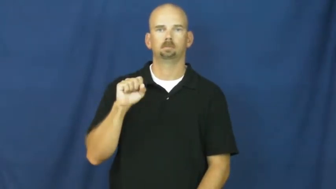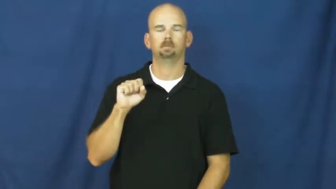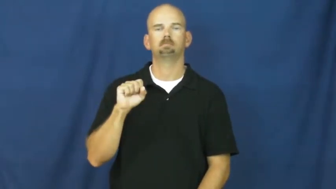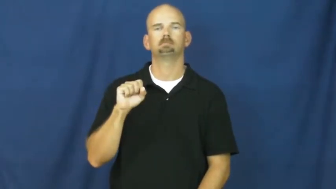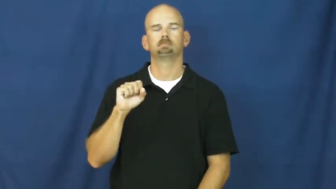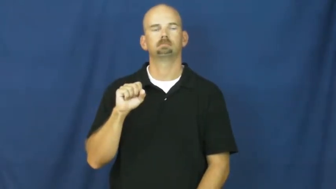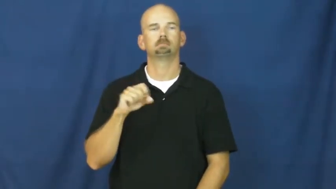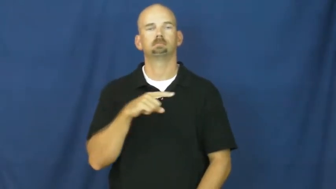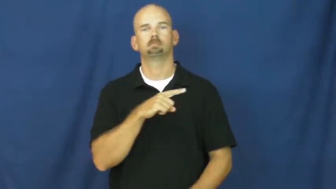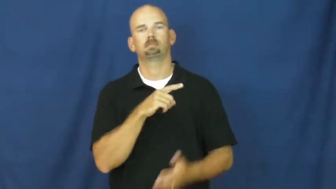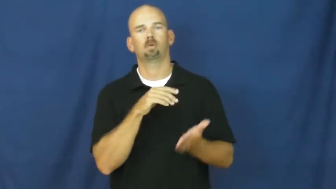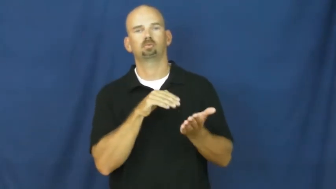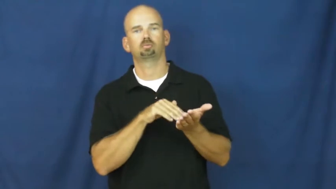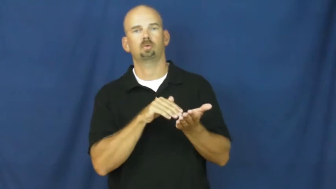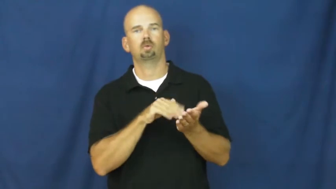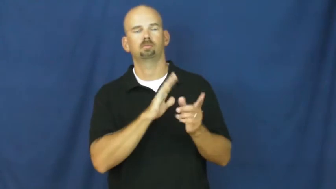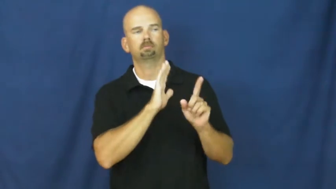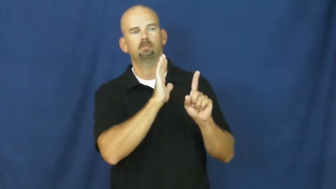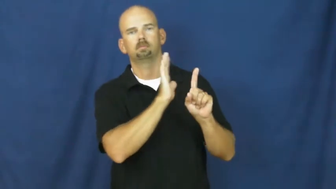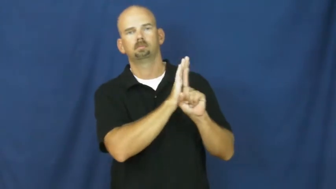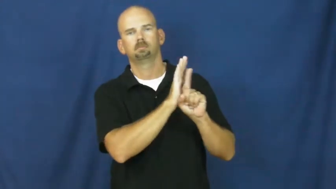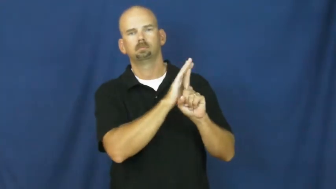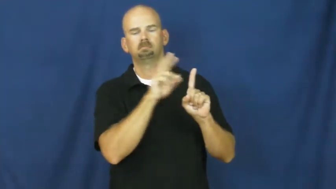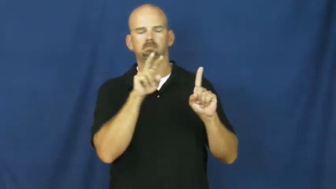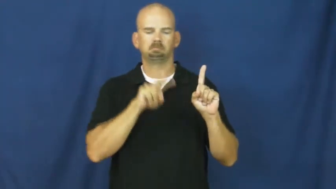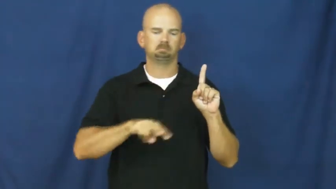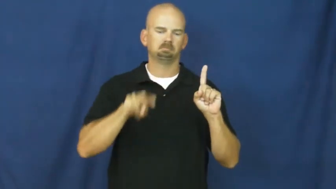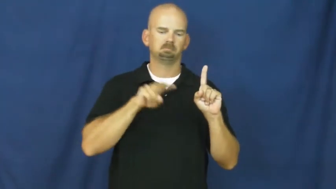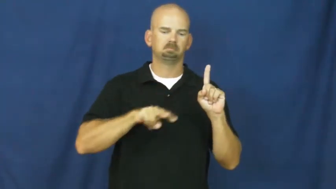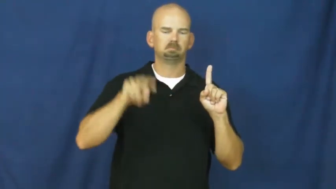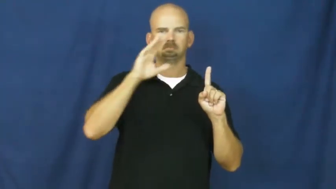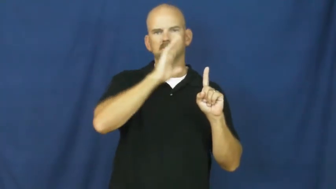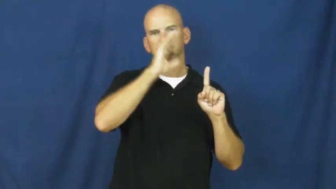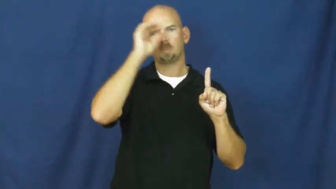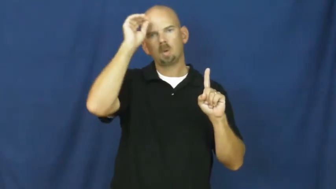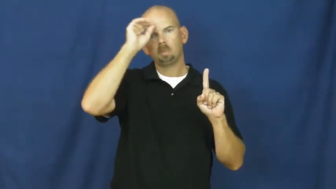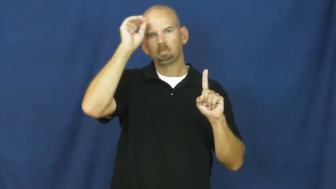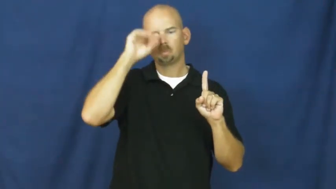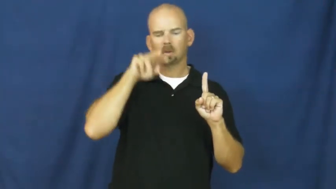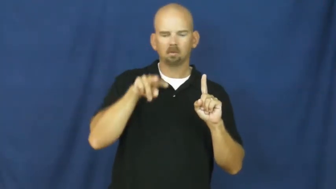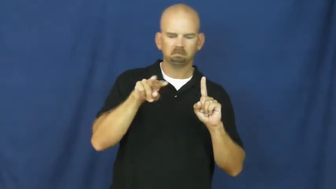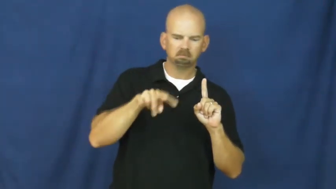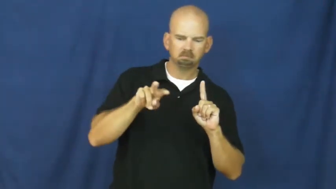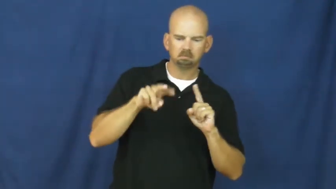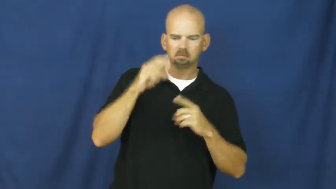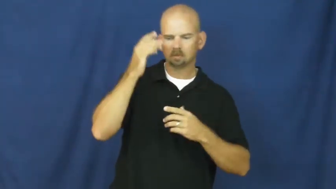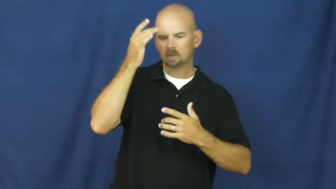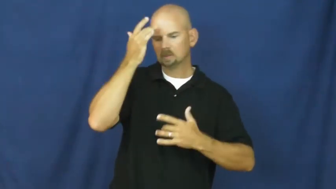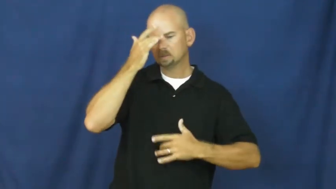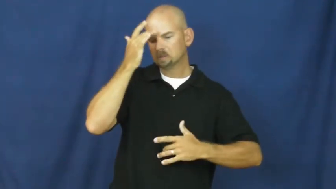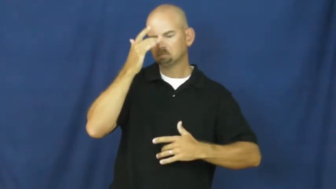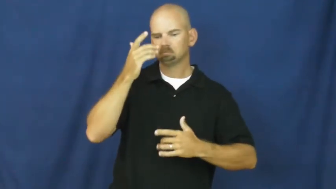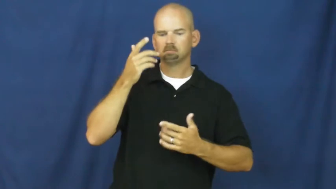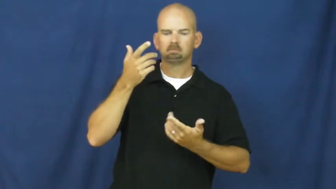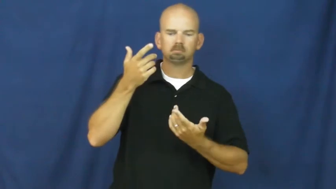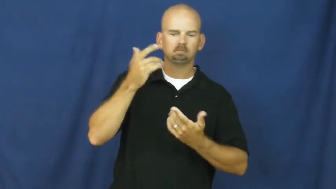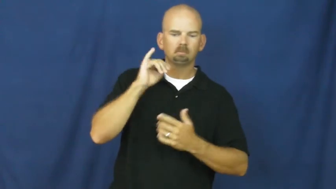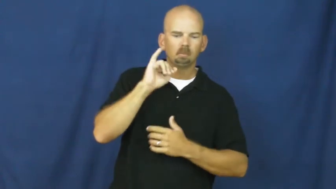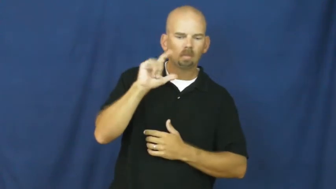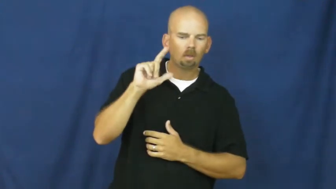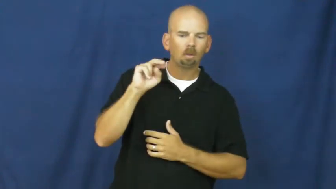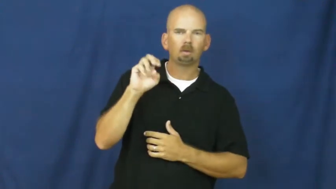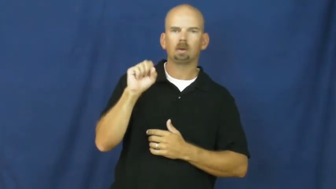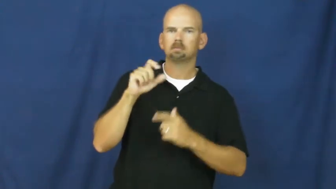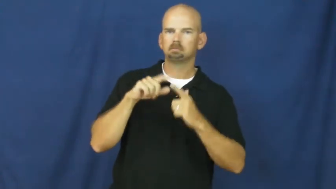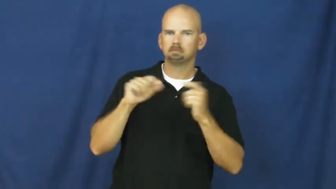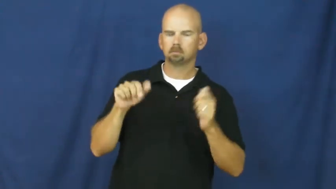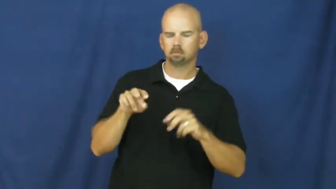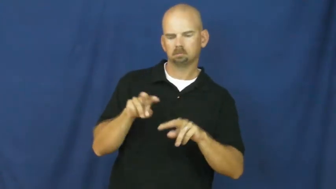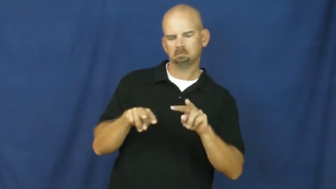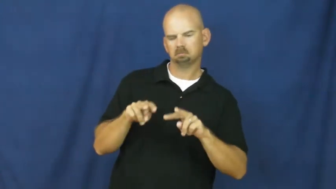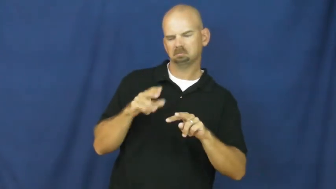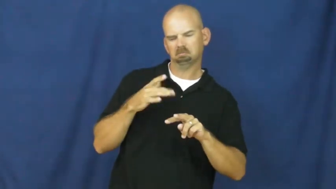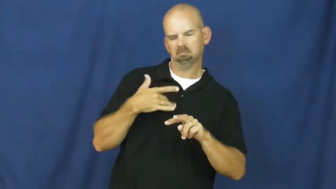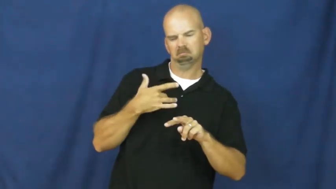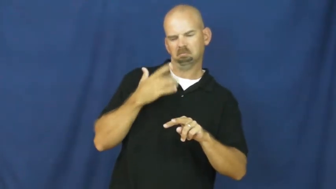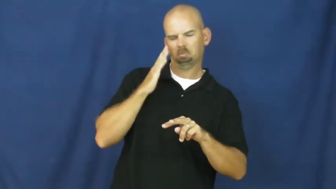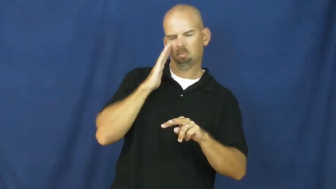prognosis